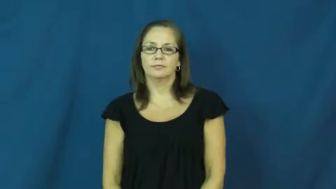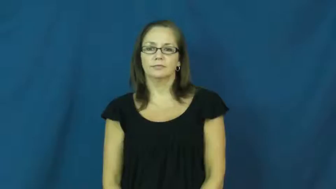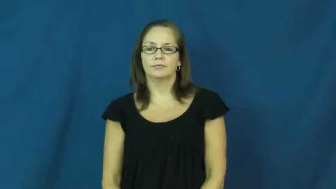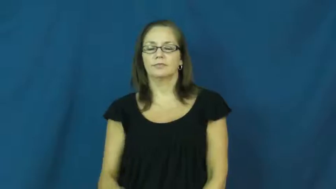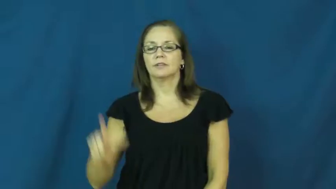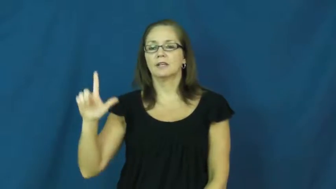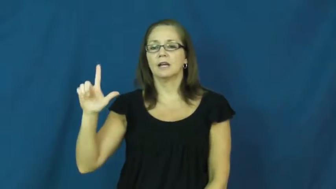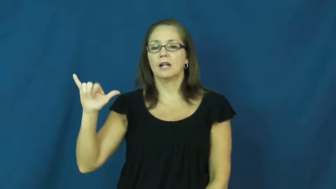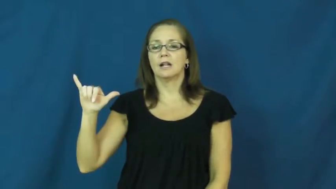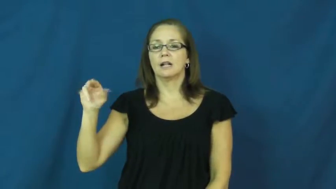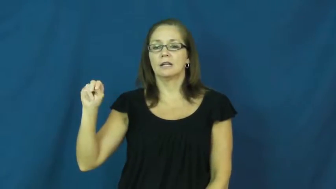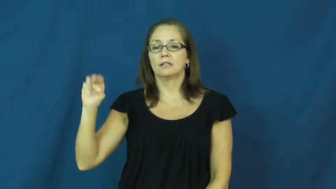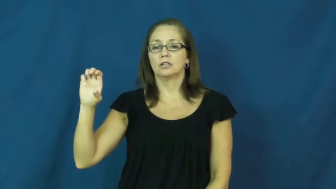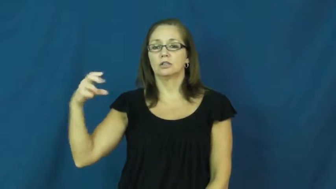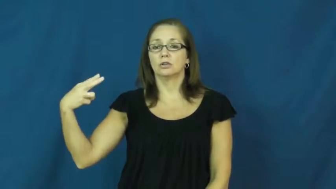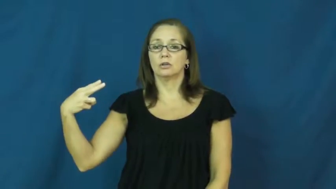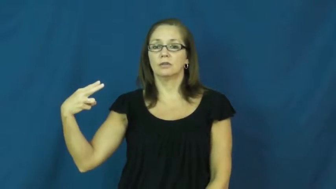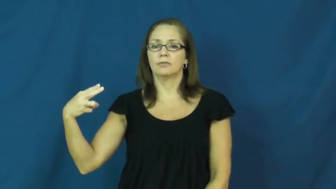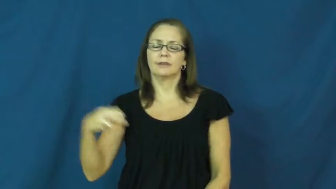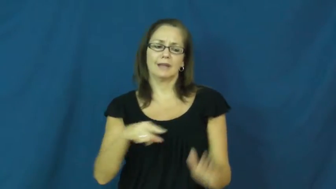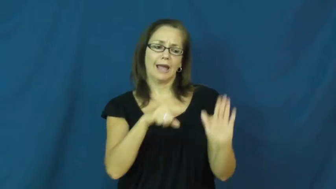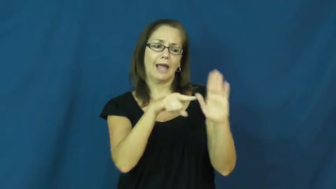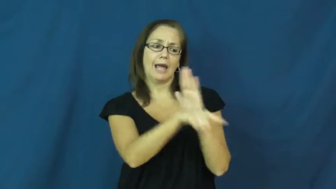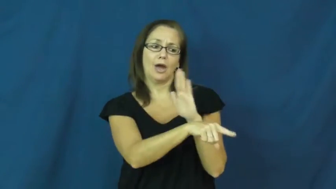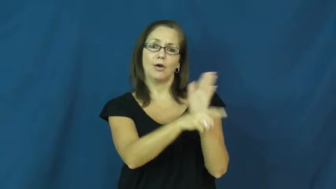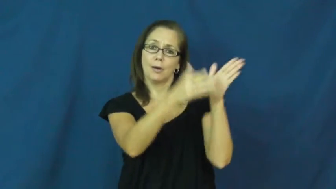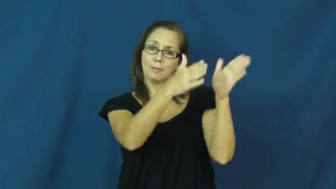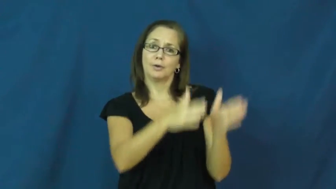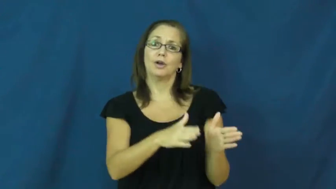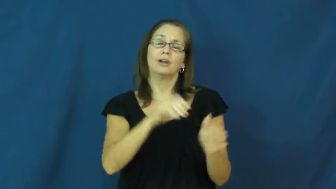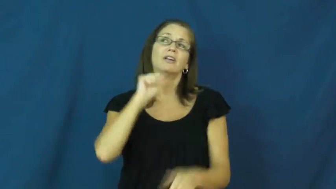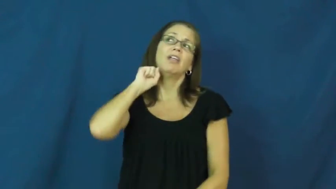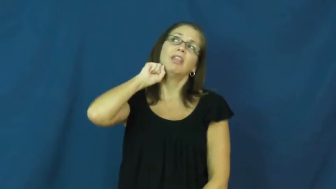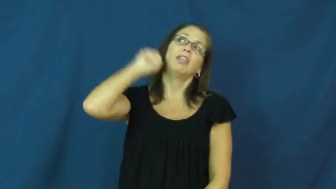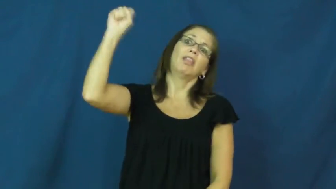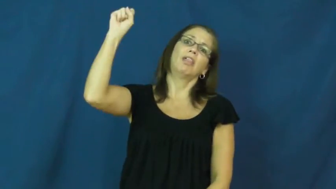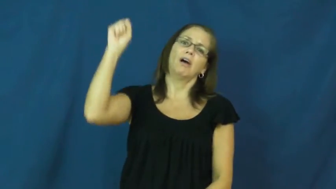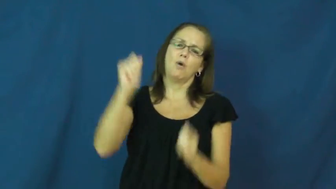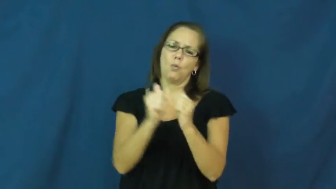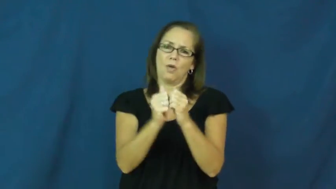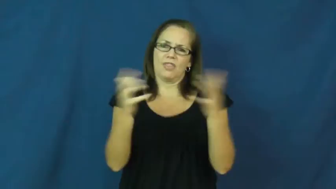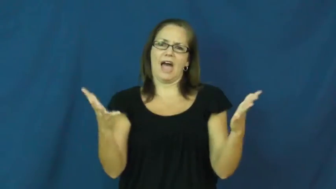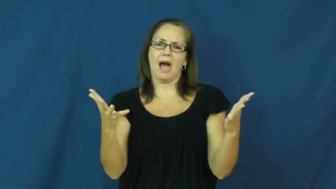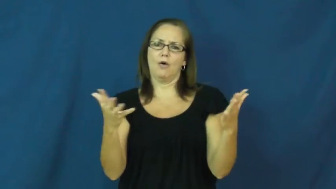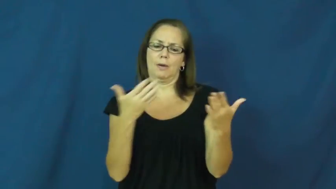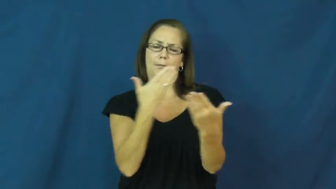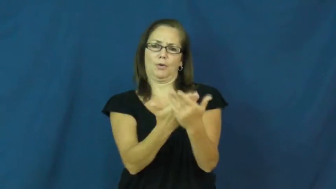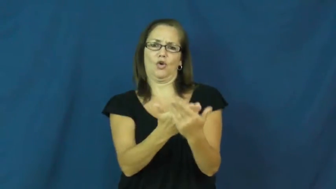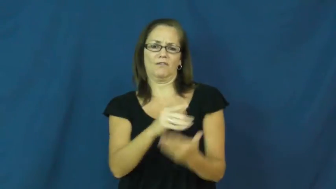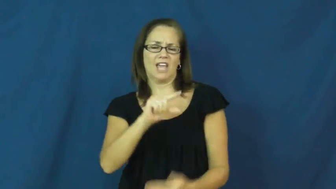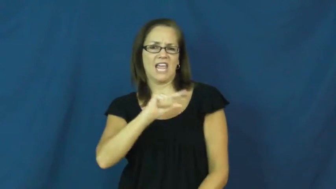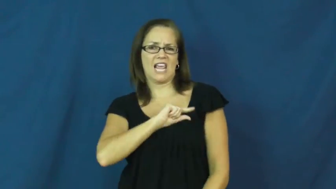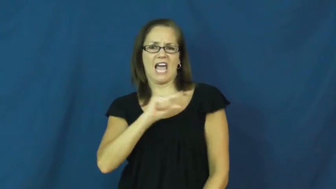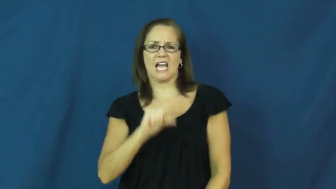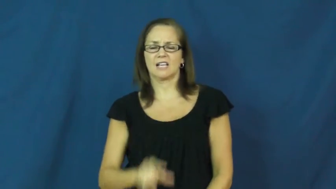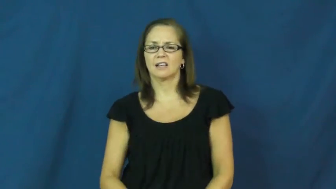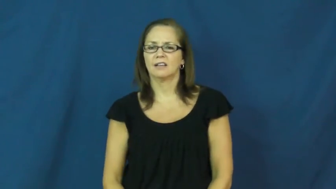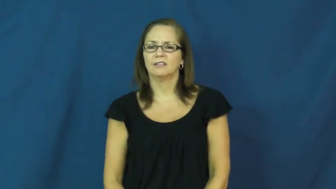lynch